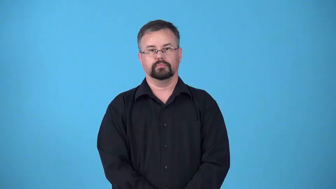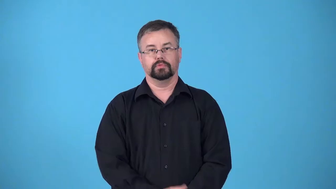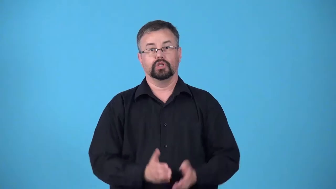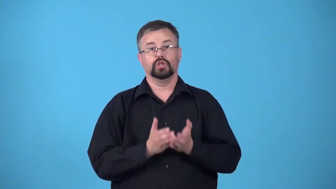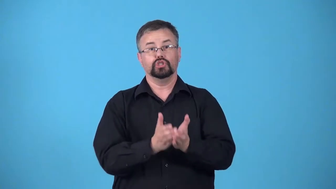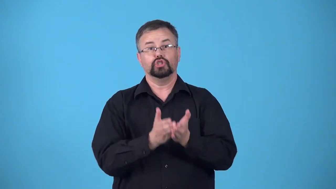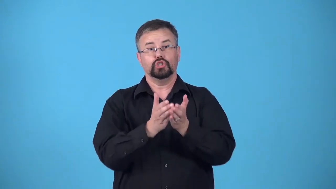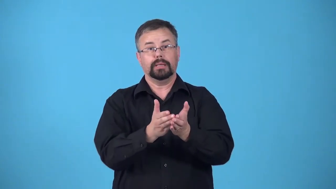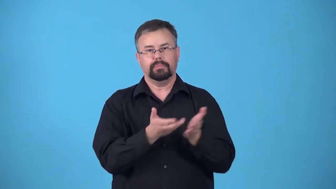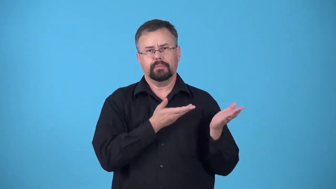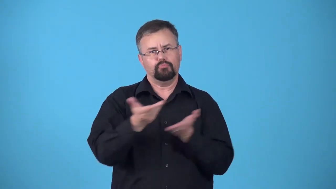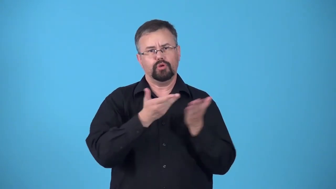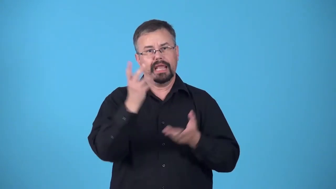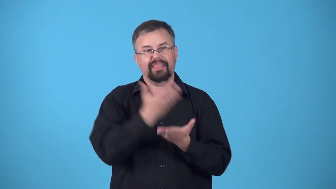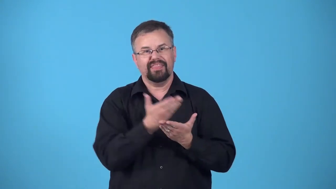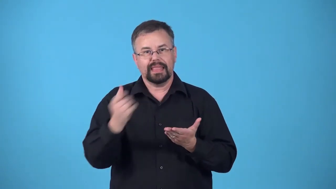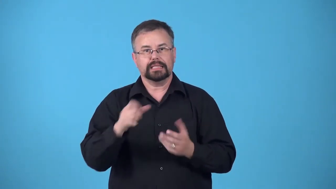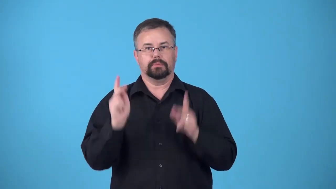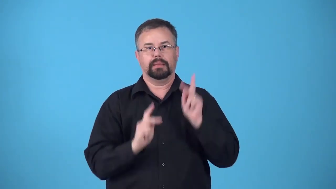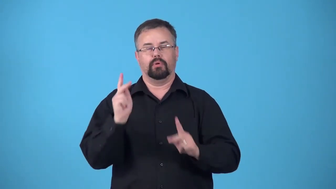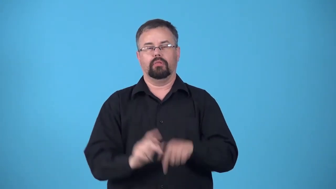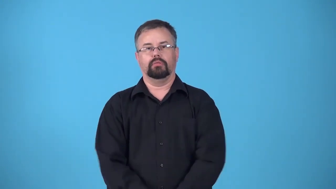carrier-ship used for moving goods or people, especially soldiers